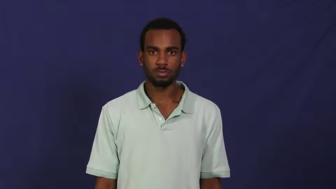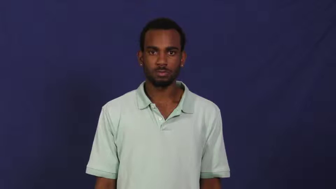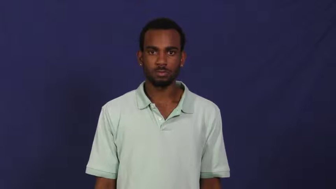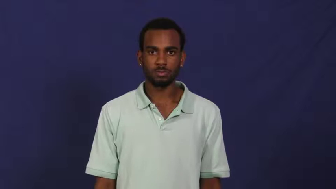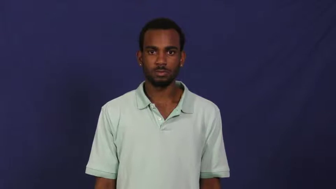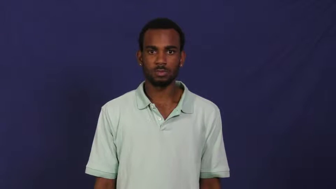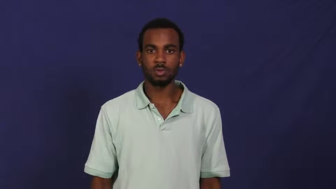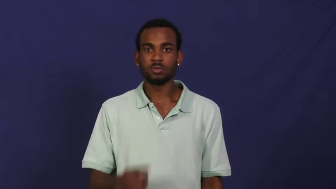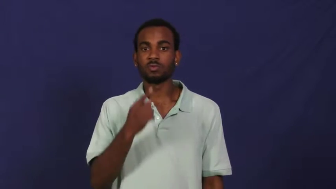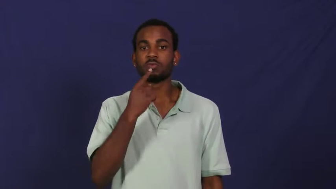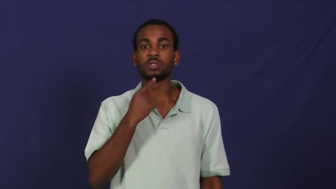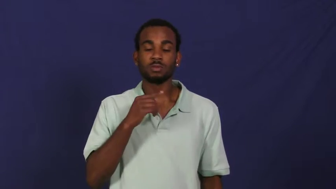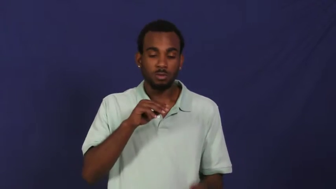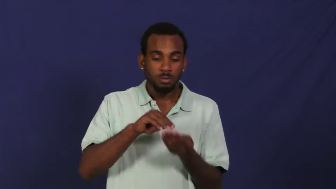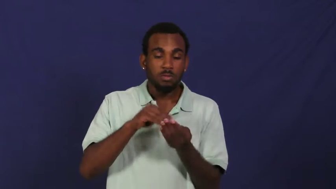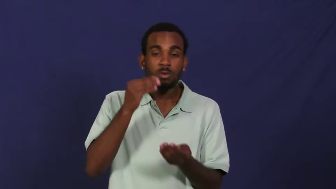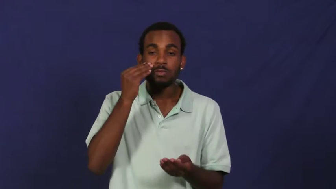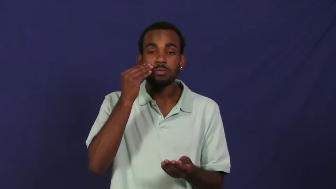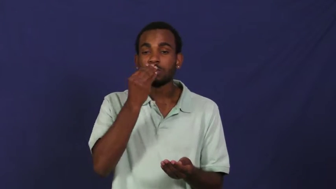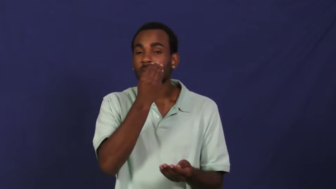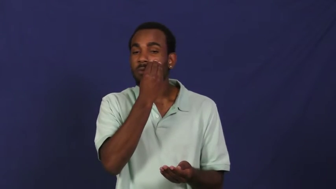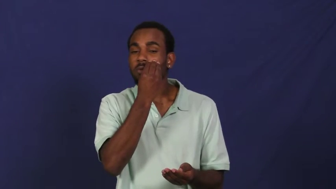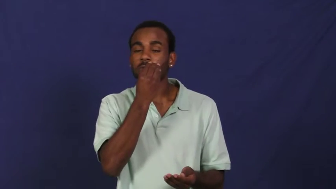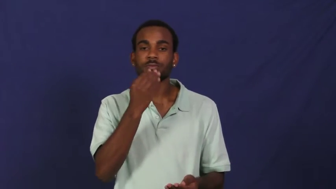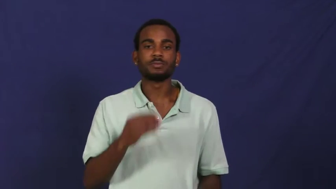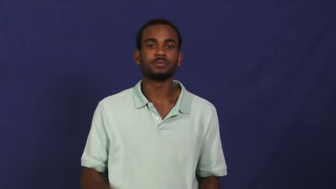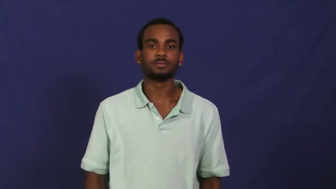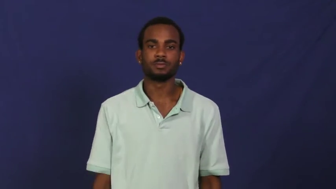rouge,blusher